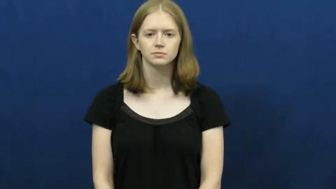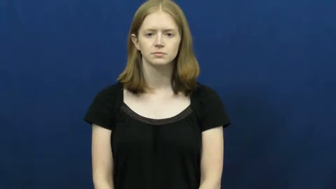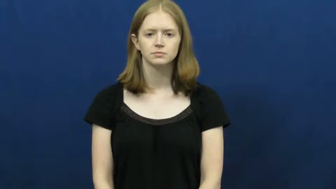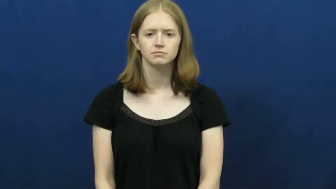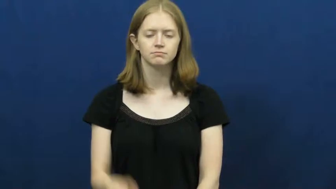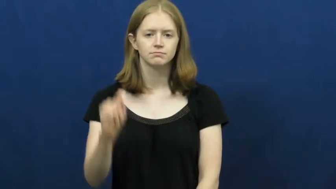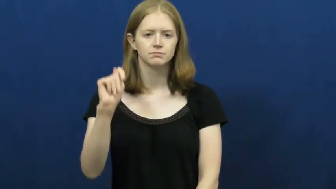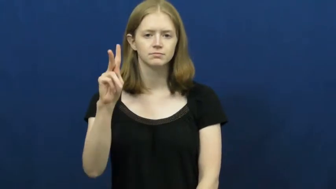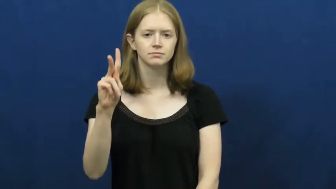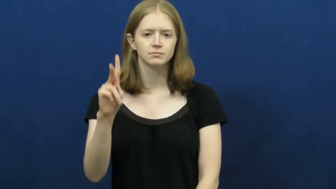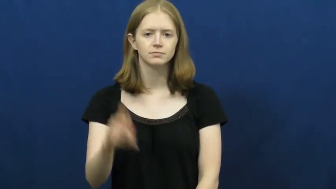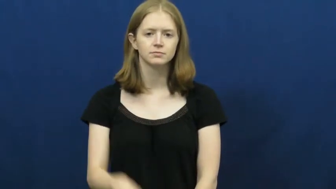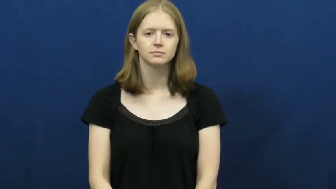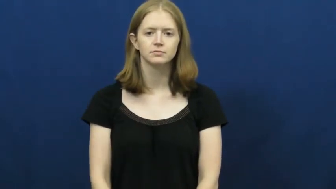TV